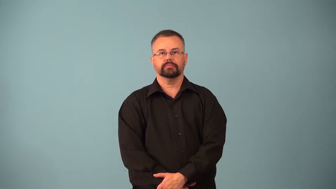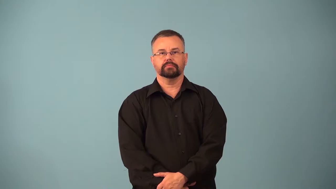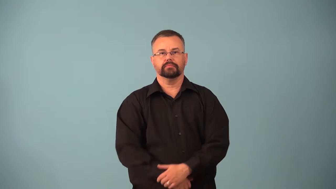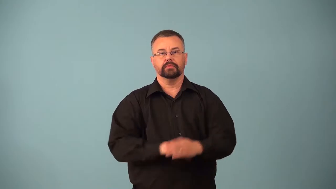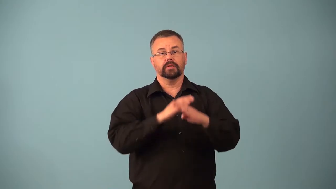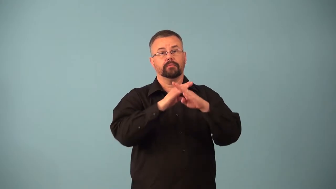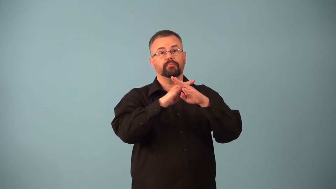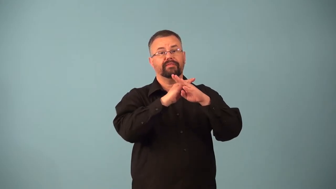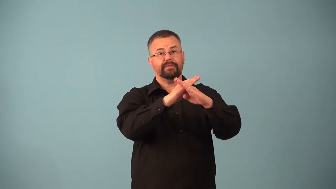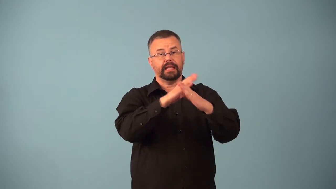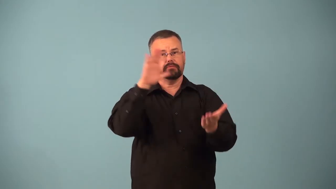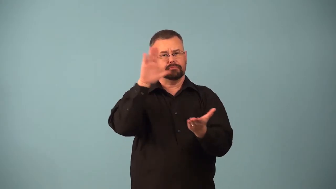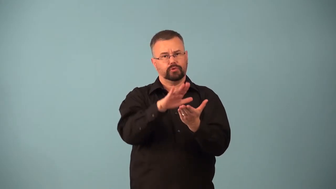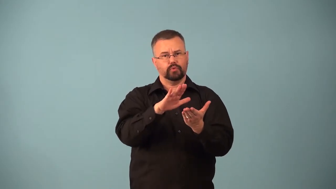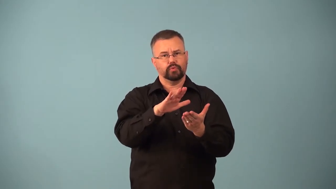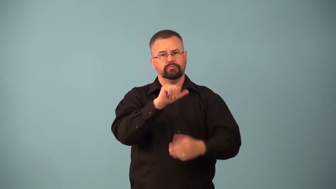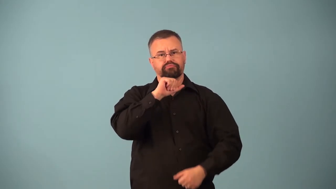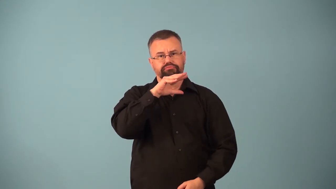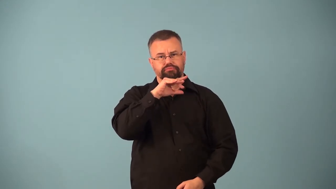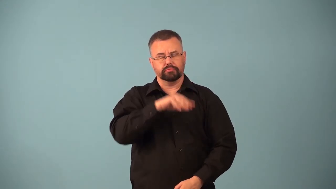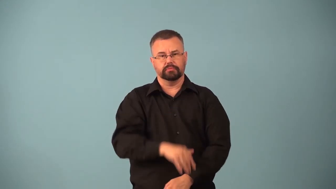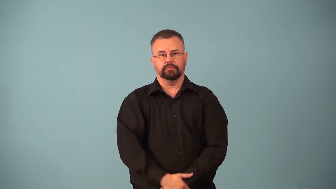antipollution